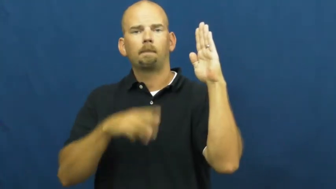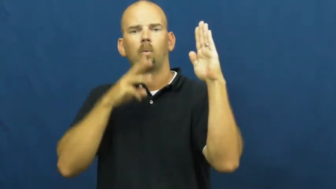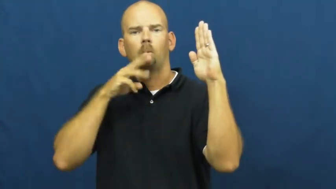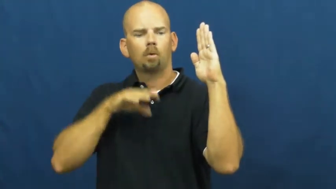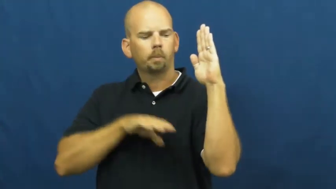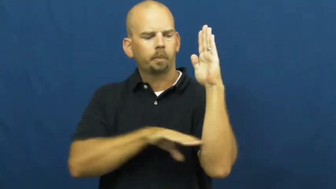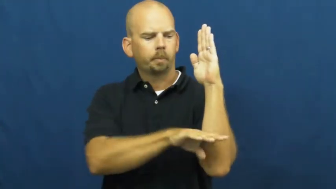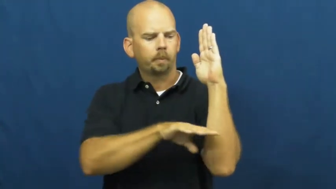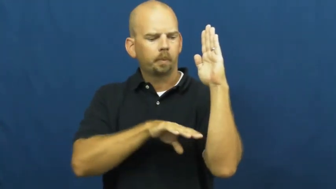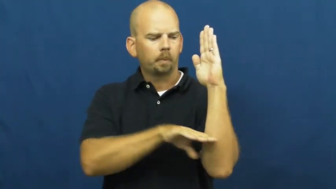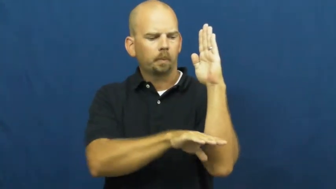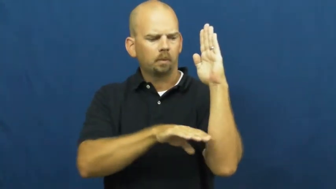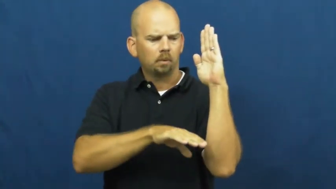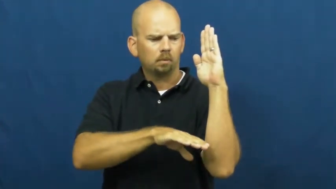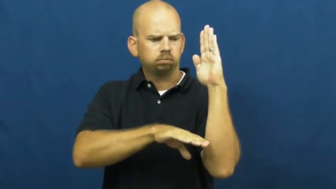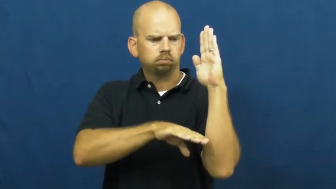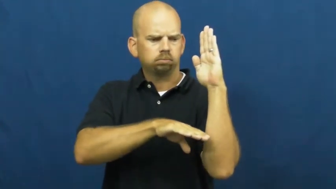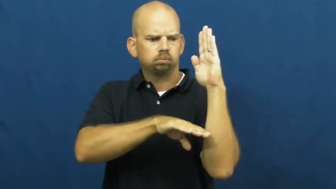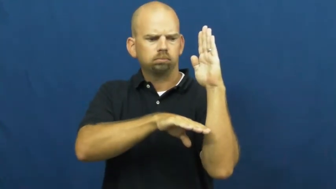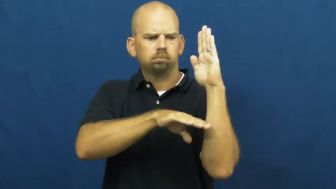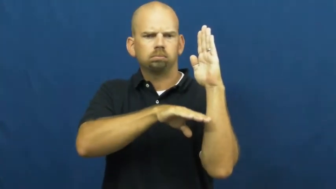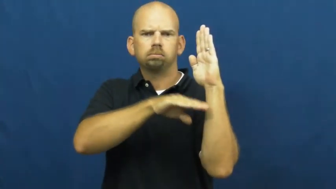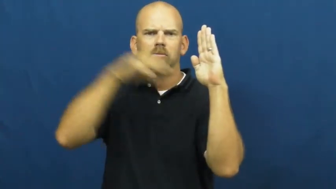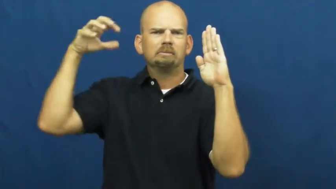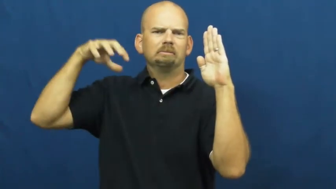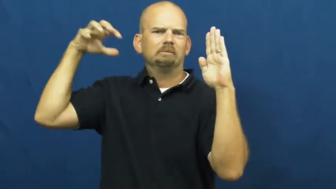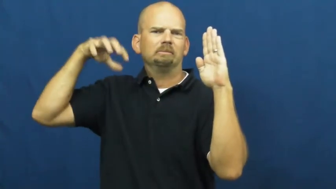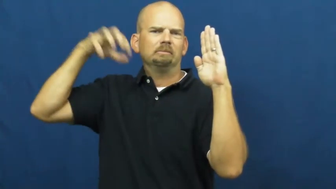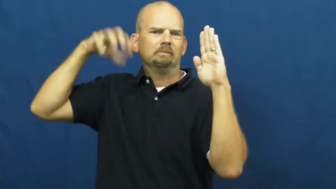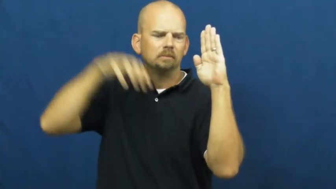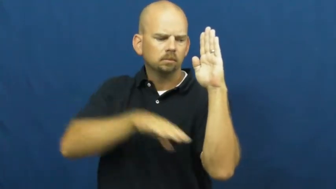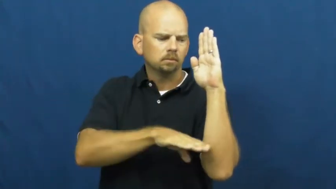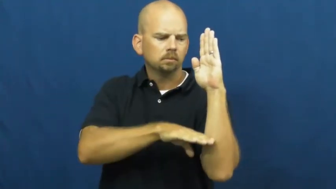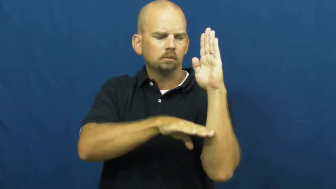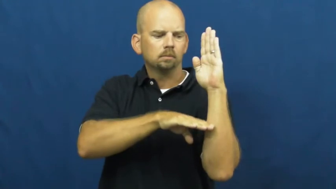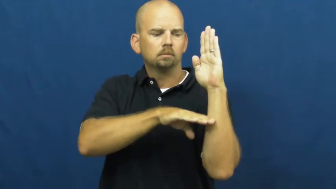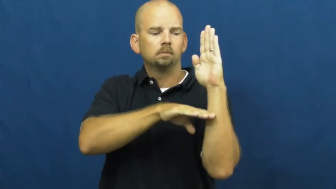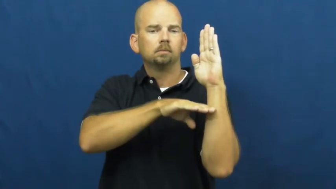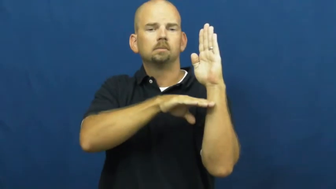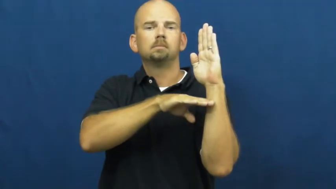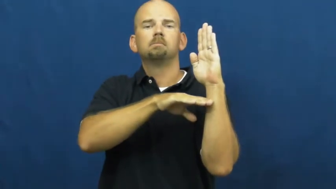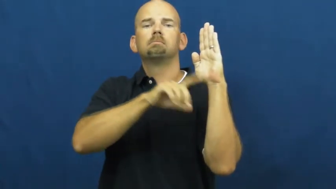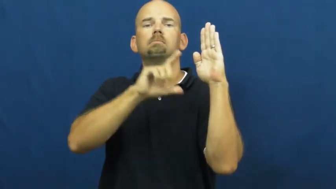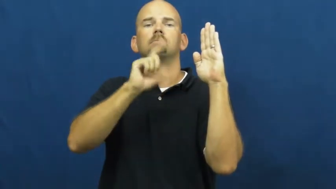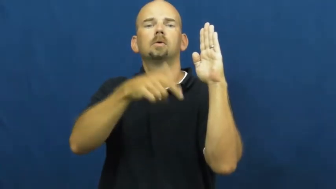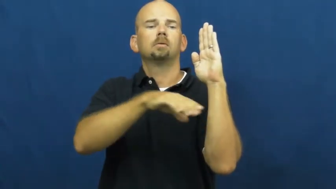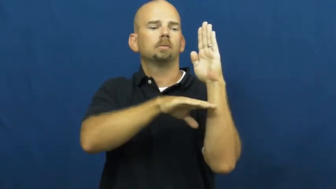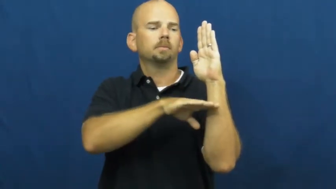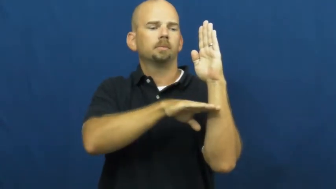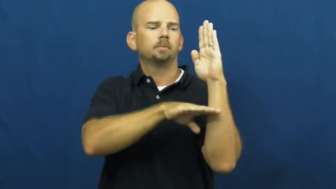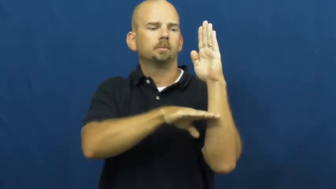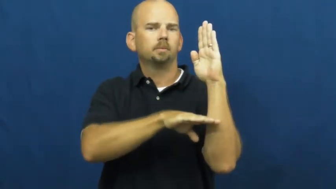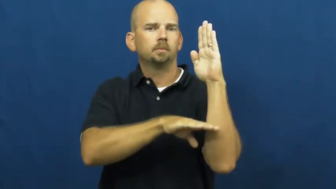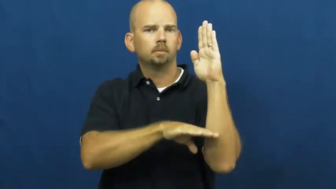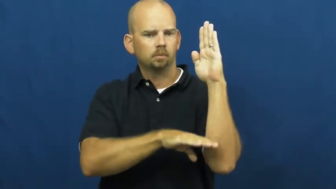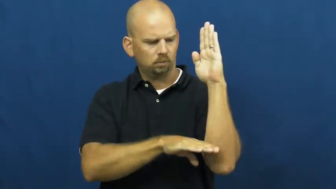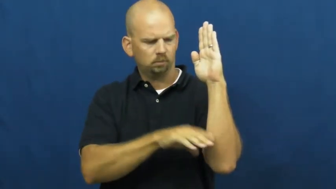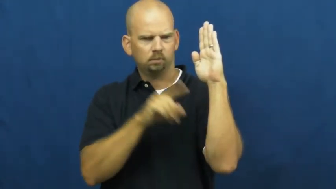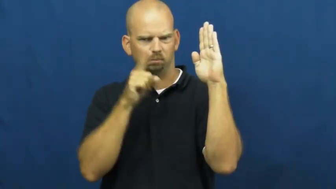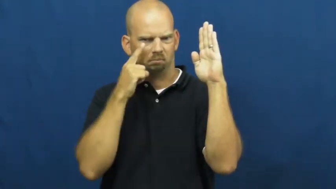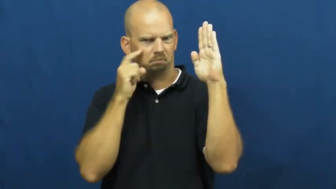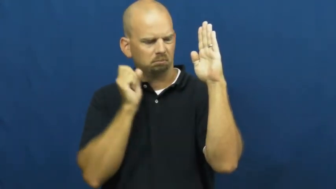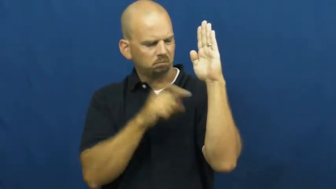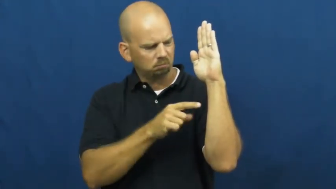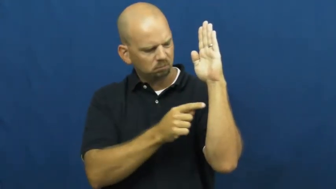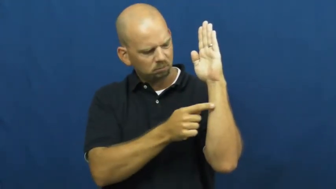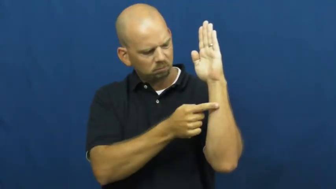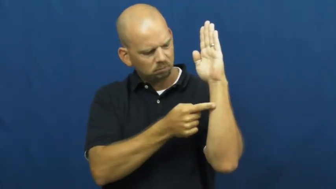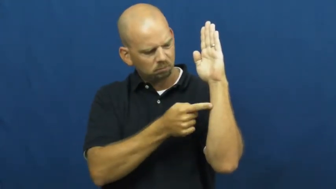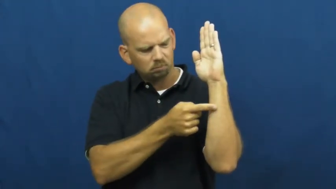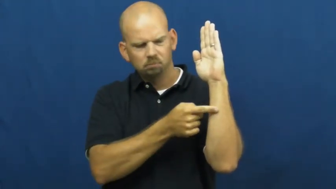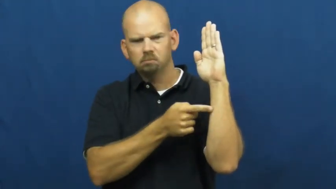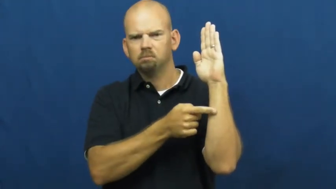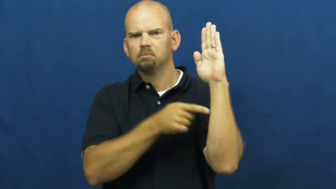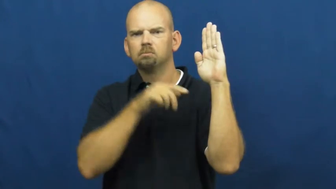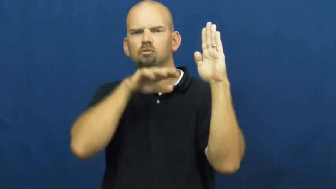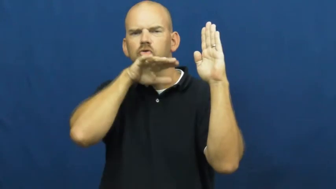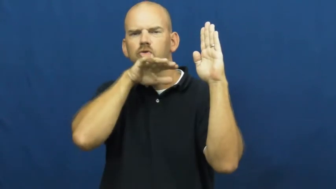watermark-level